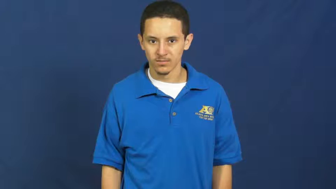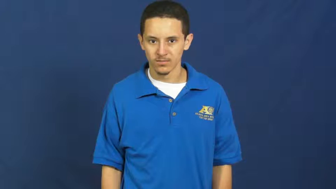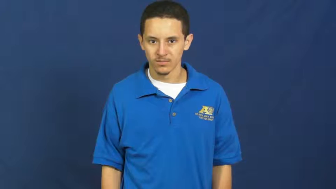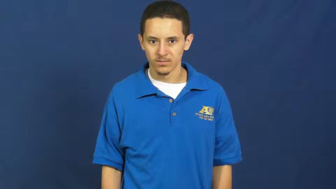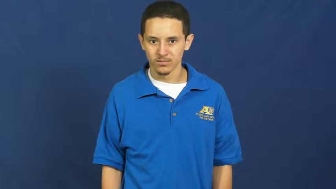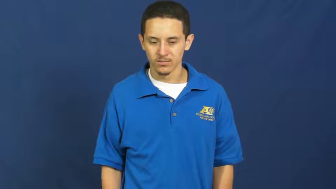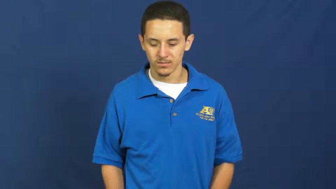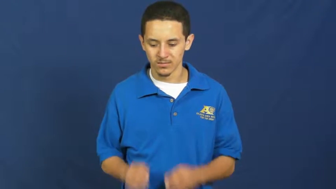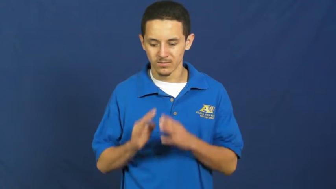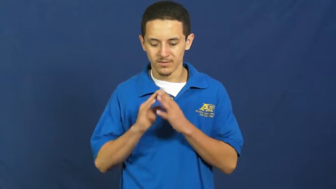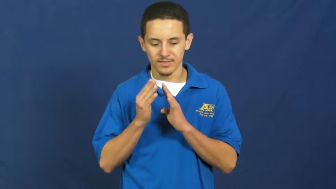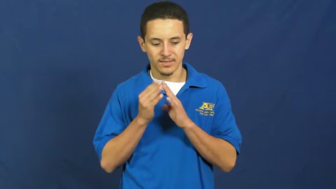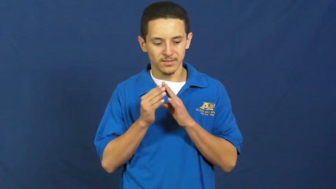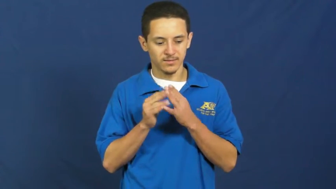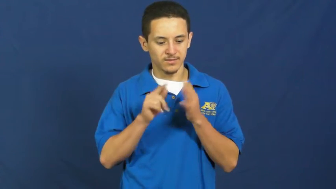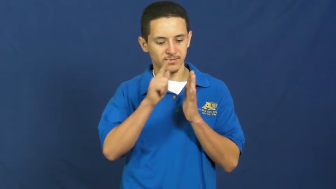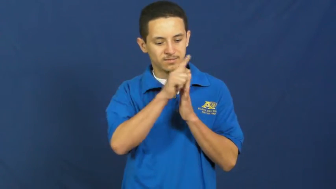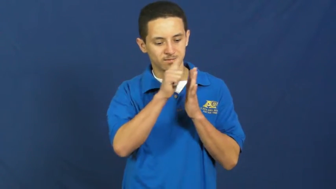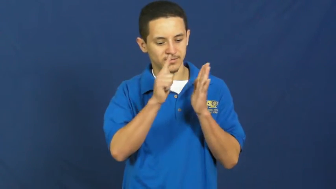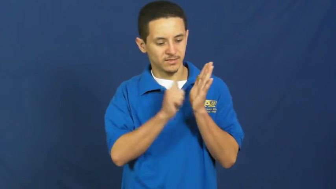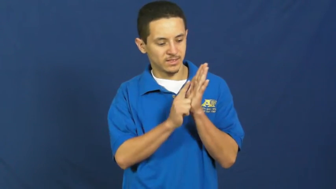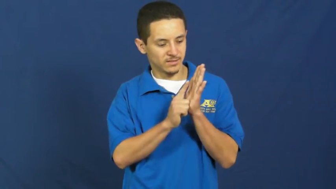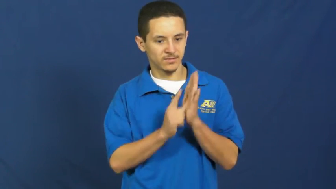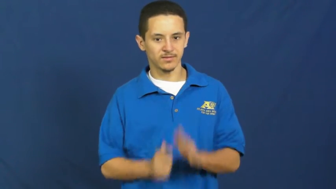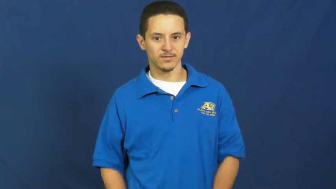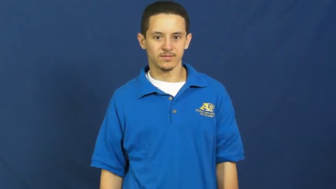ordinance